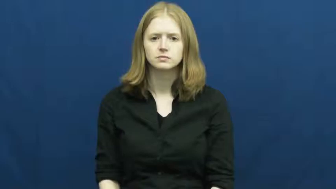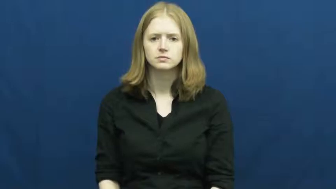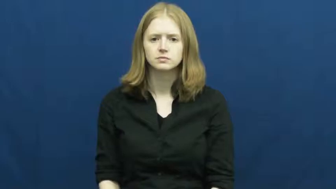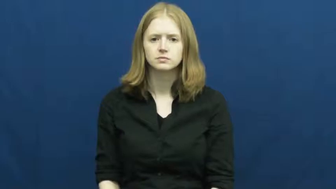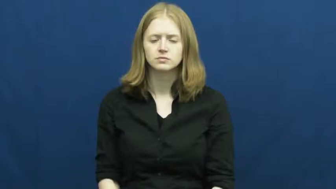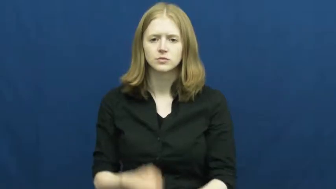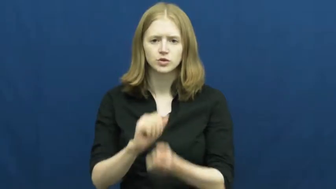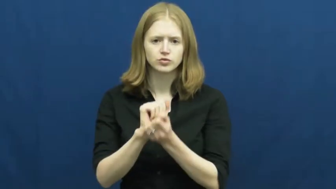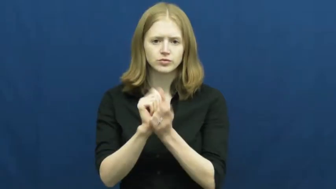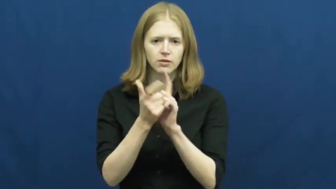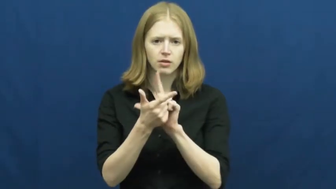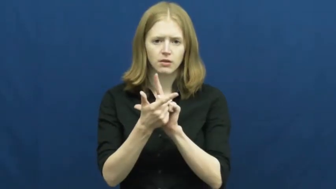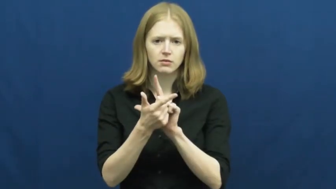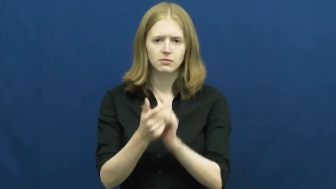port-translate